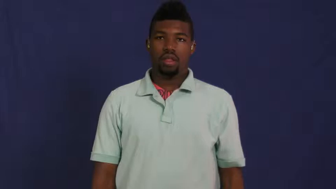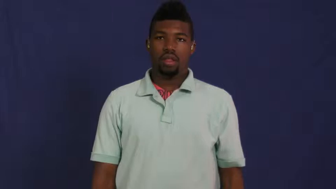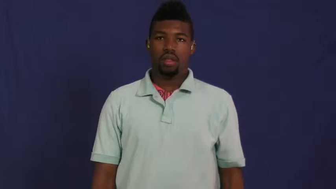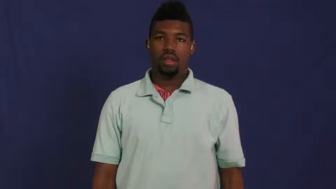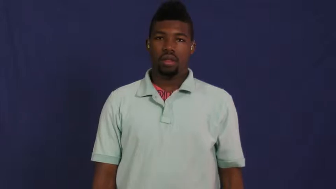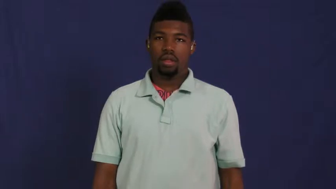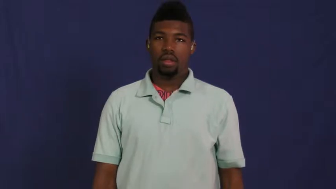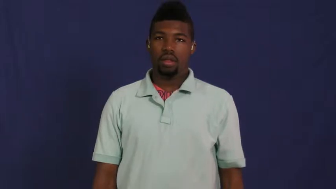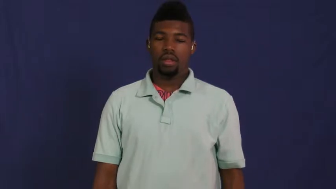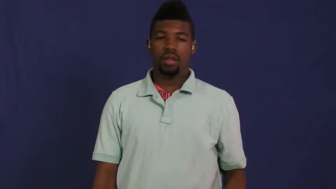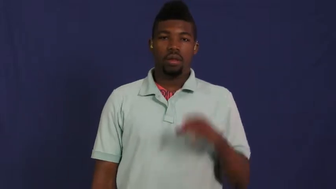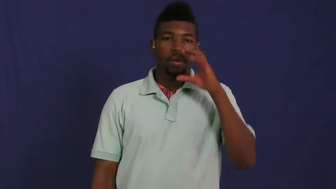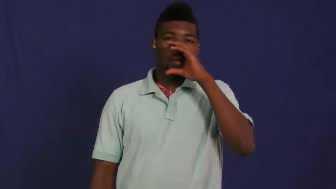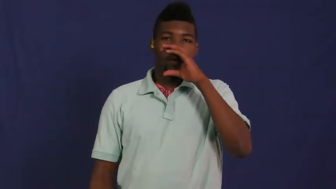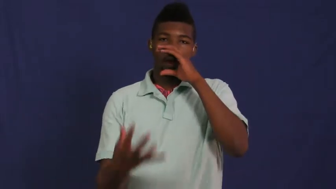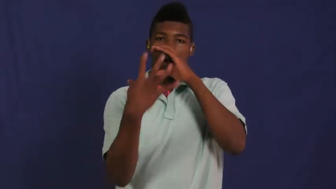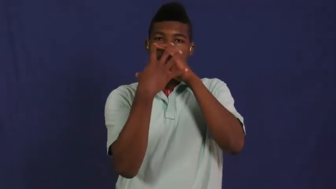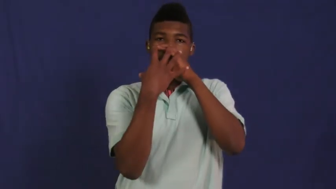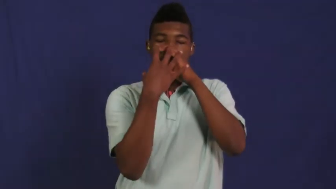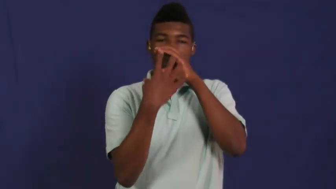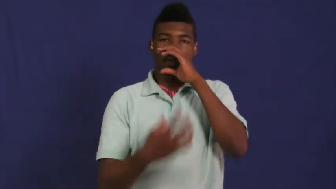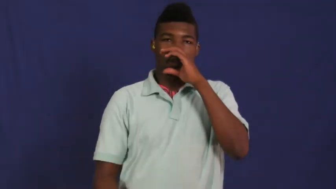muzzle-dog